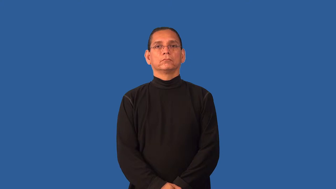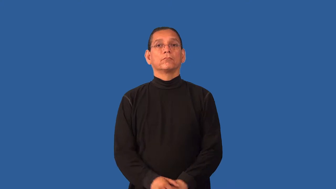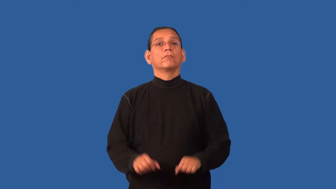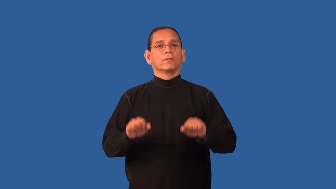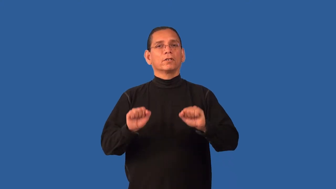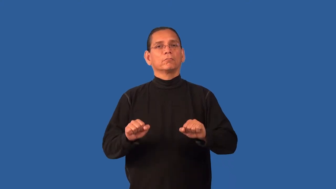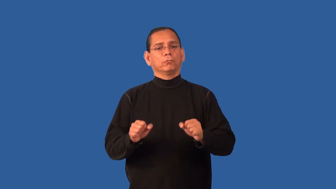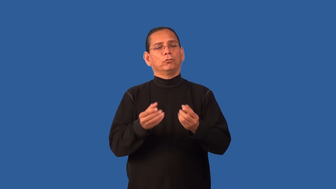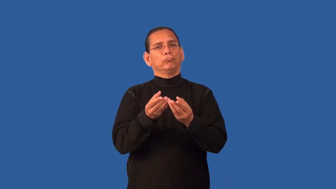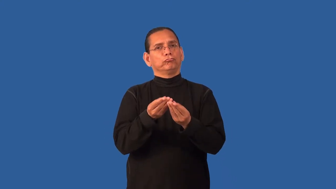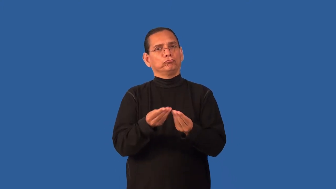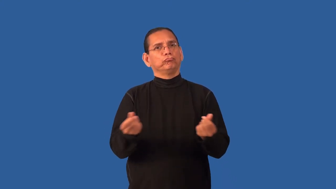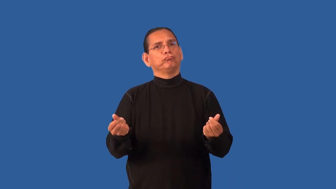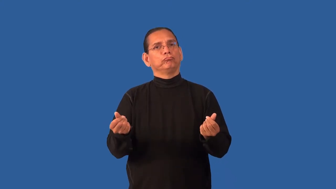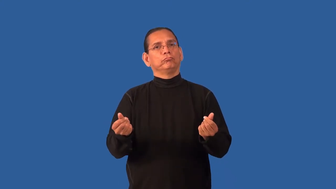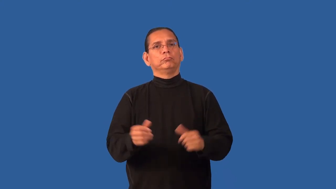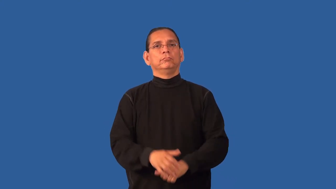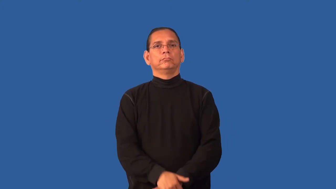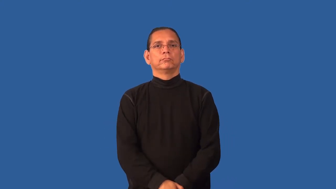dissolvable,erodible